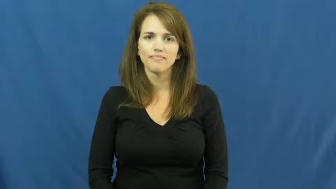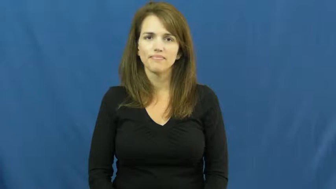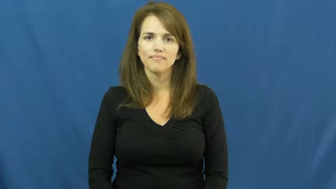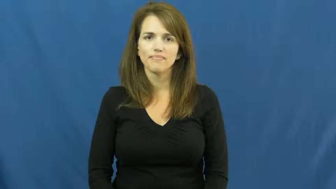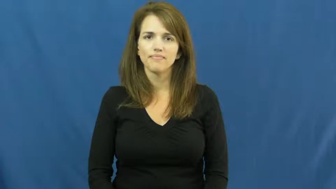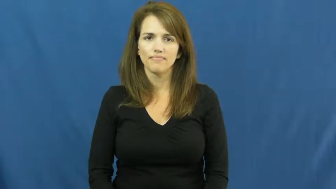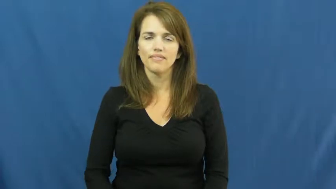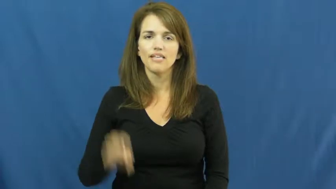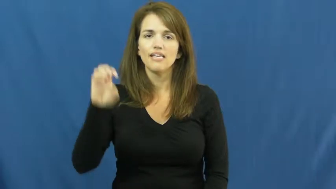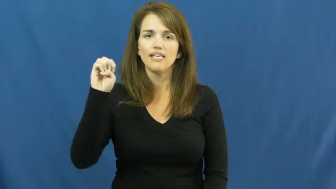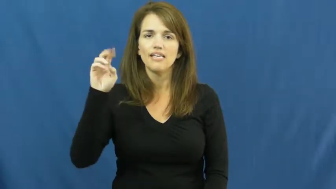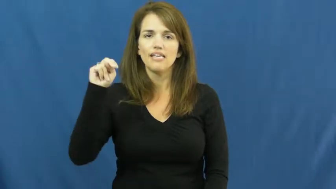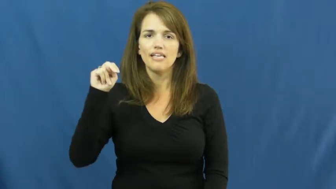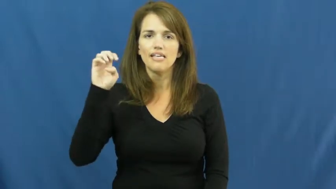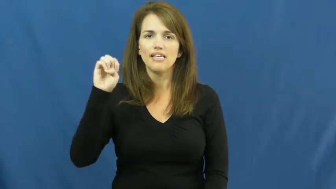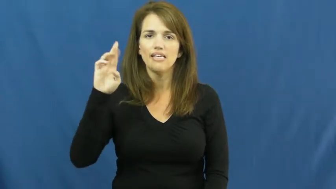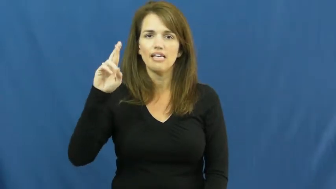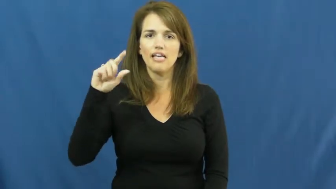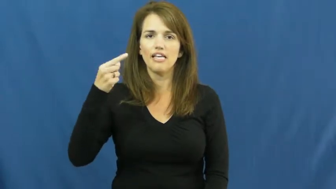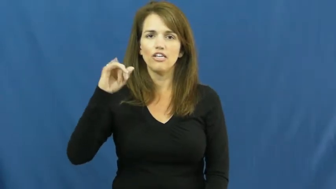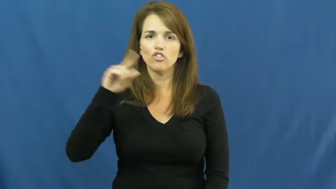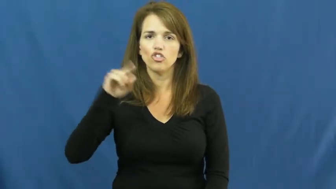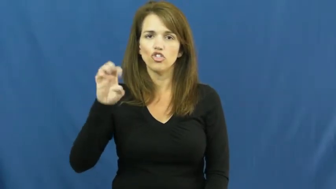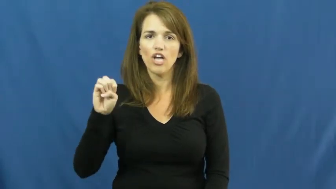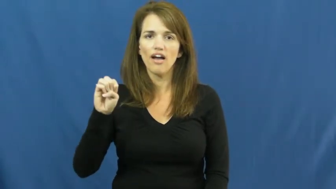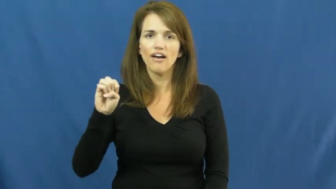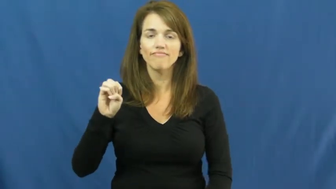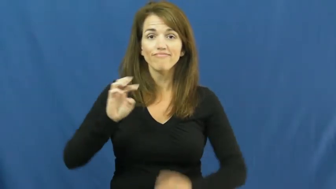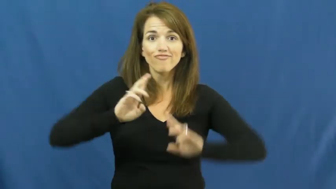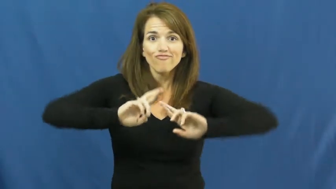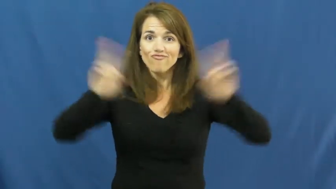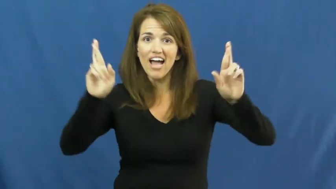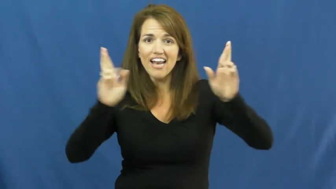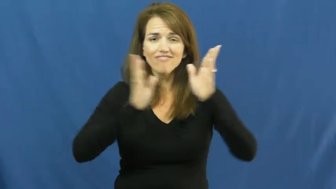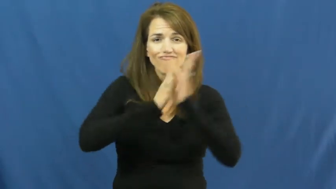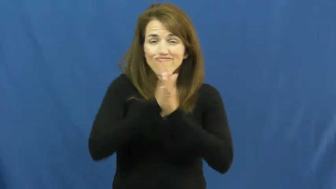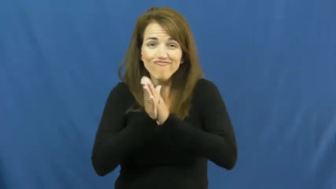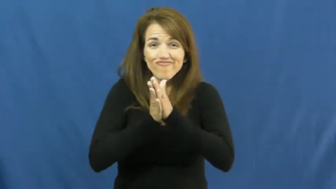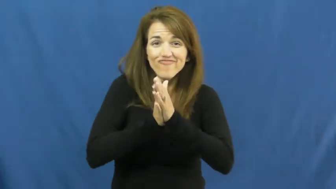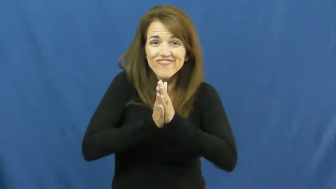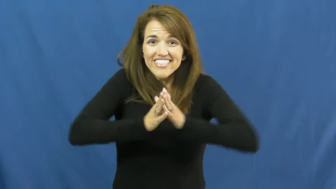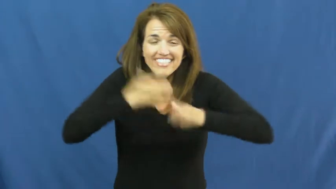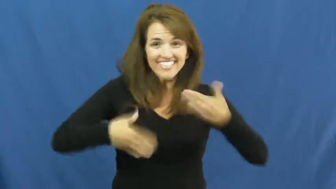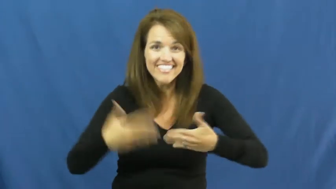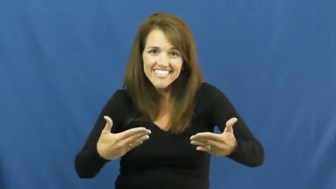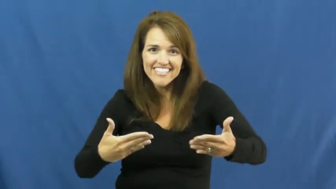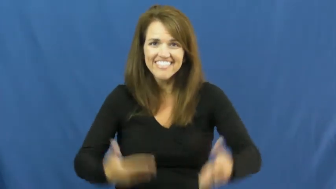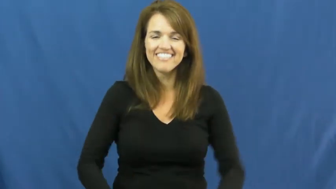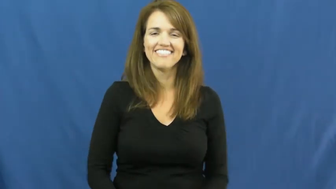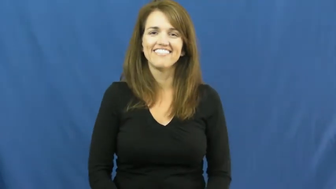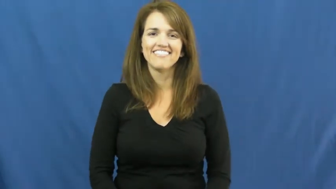energize